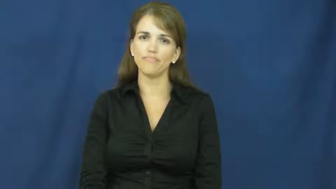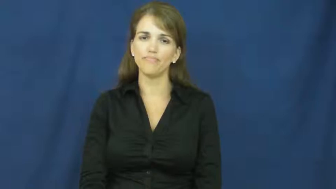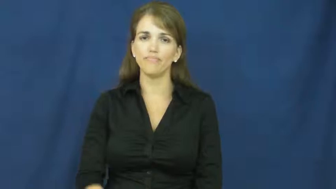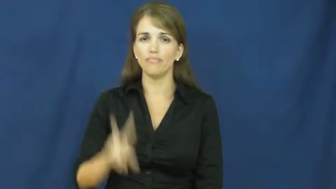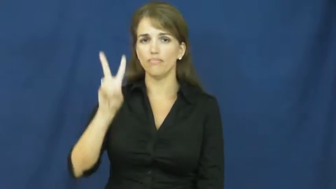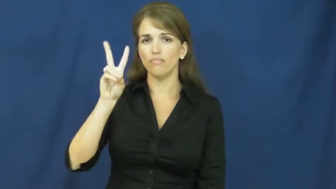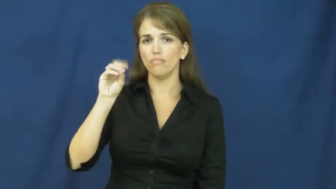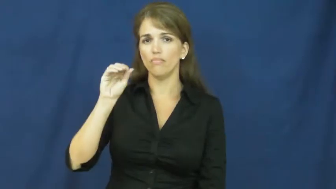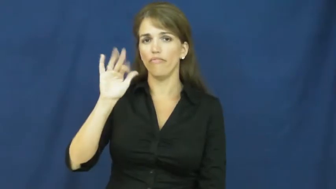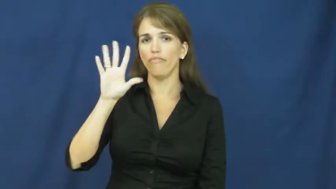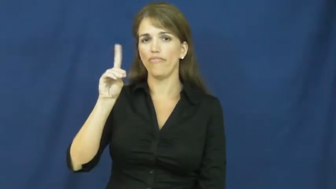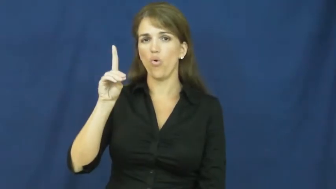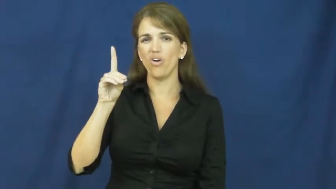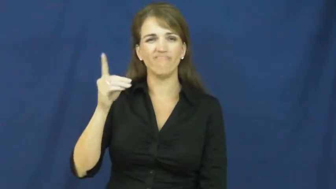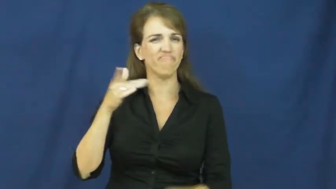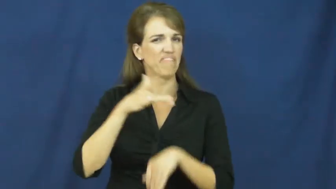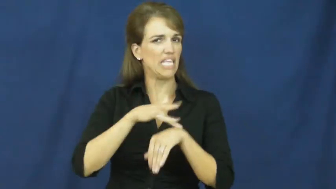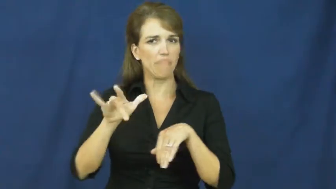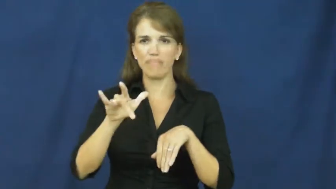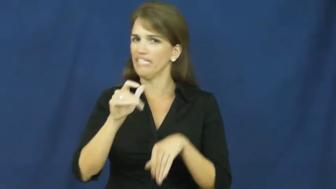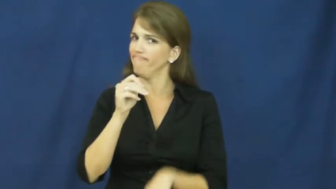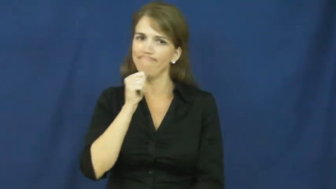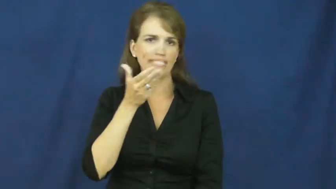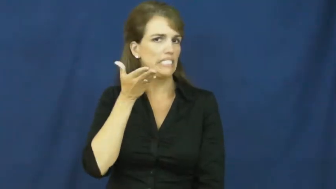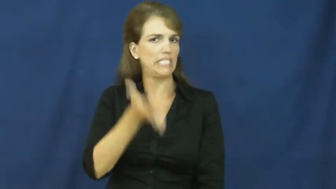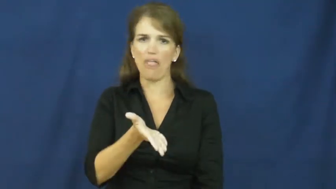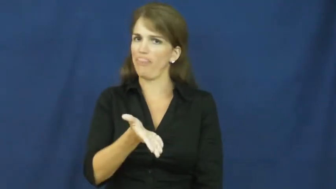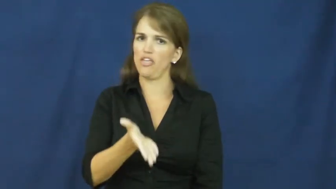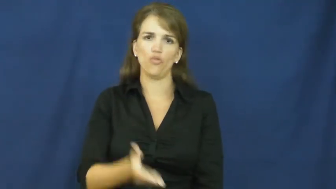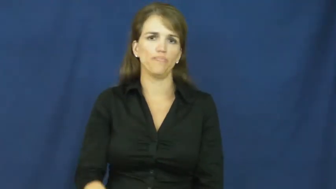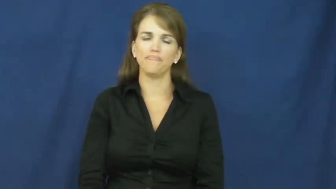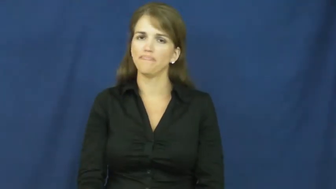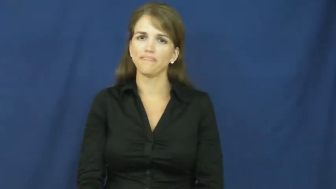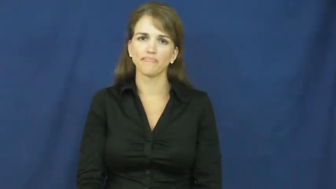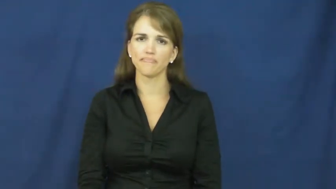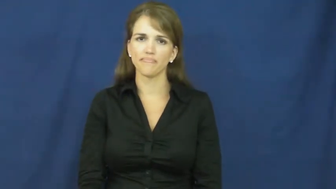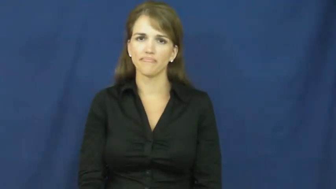void-empty